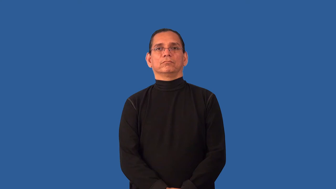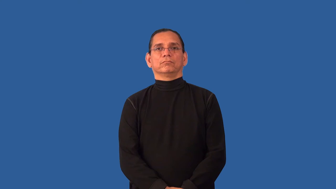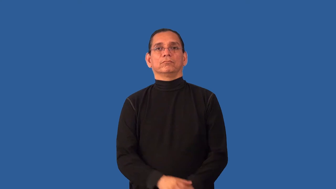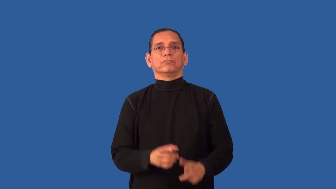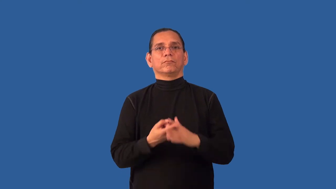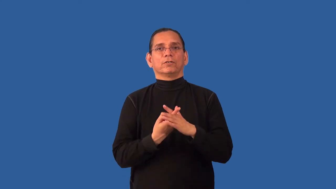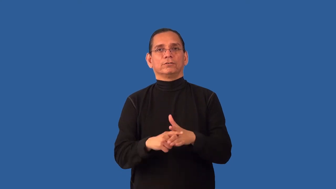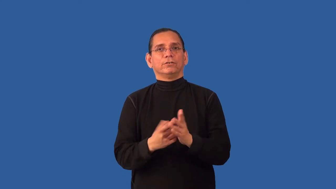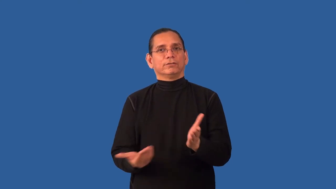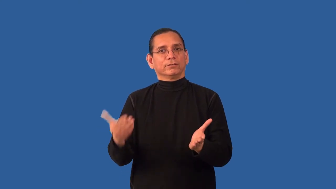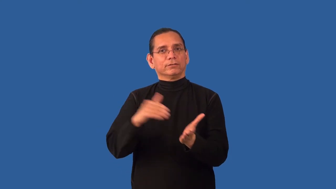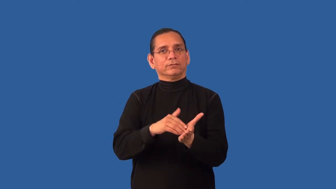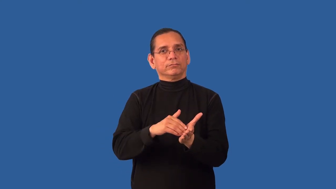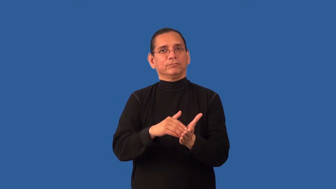restart,reset,renew,reborn,recommence